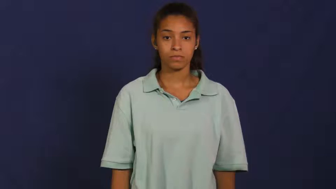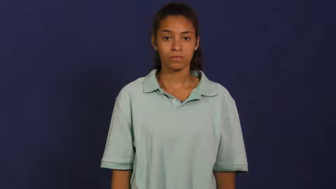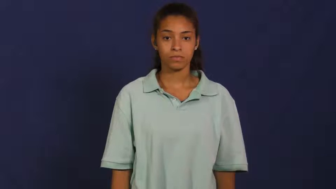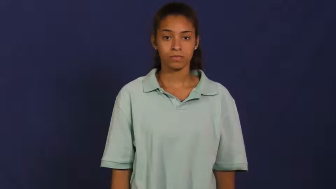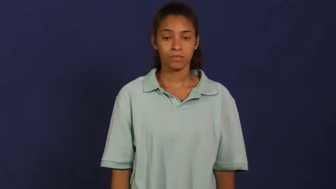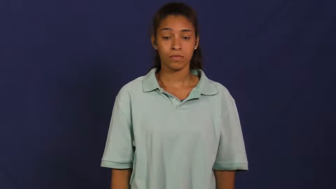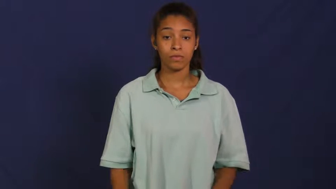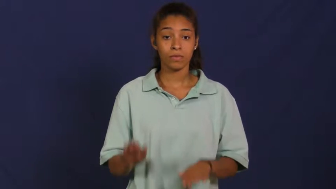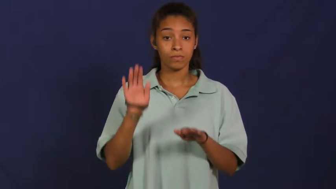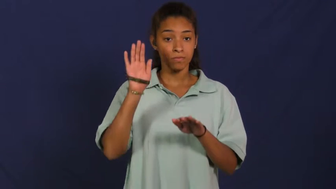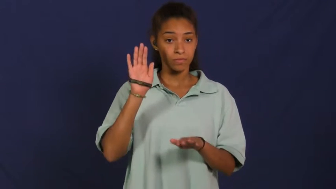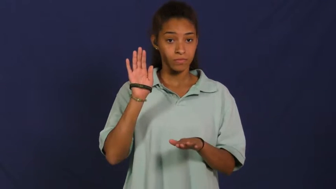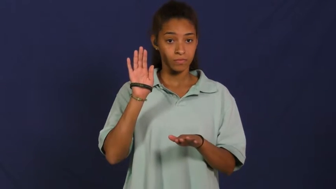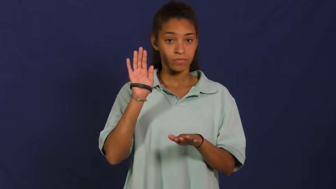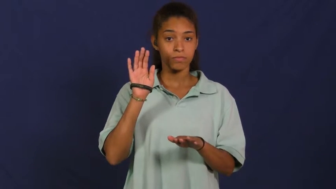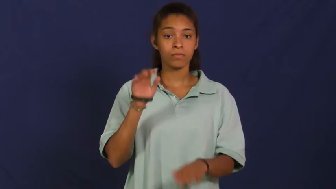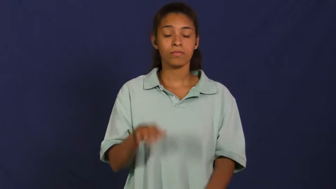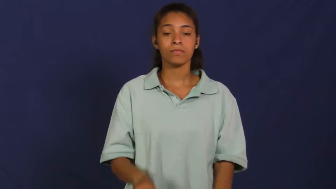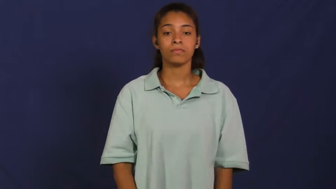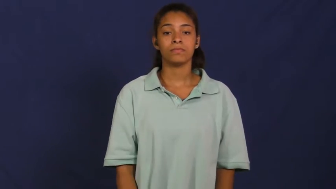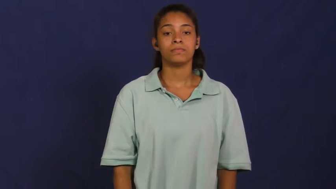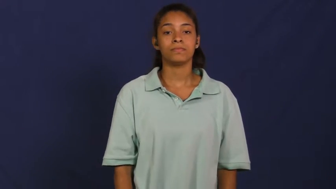inaugurate